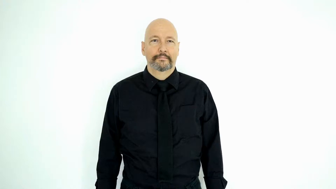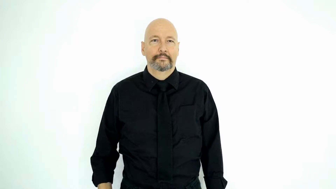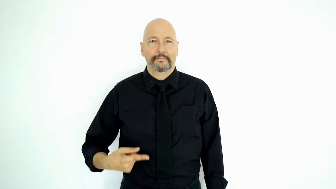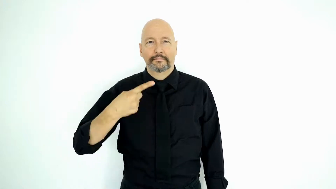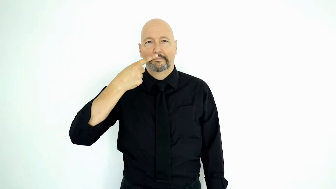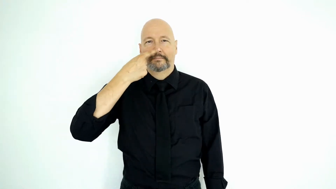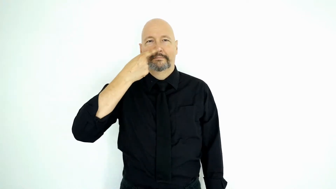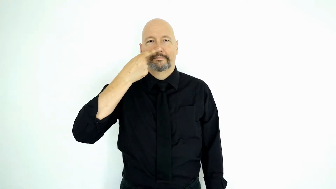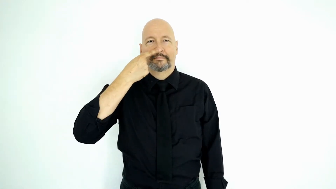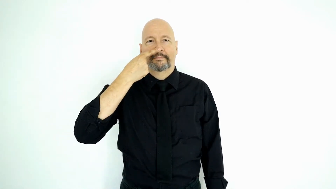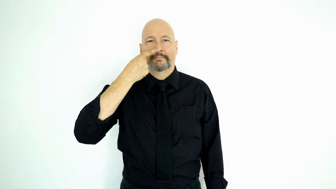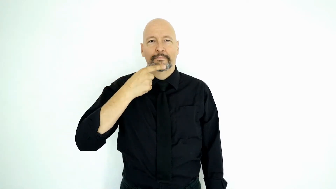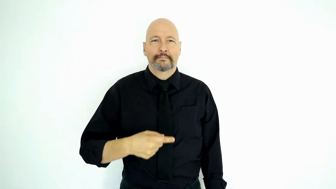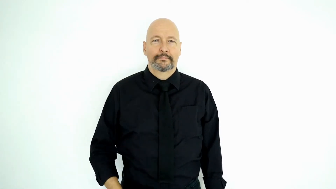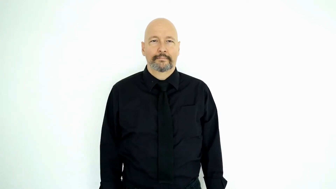PEE-[non-initialized-version]